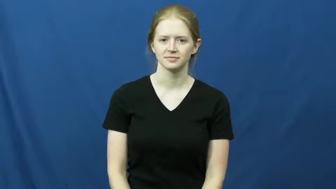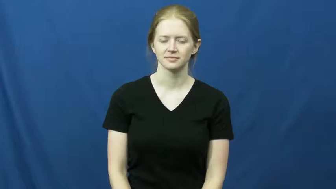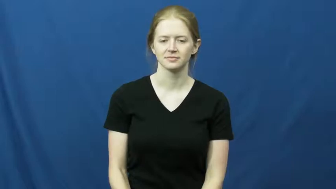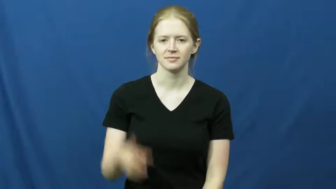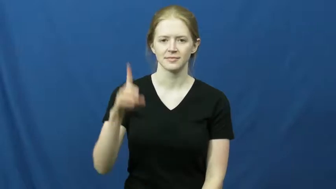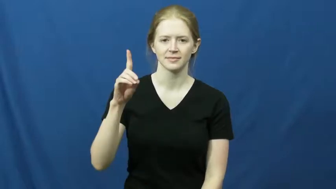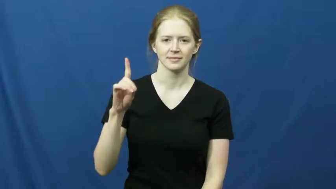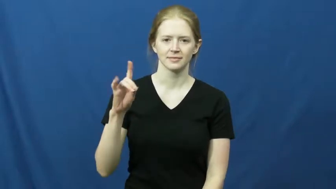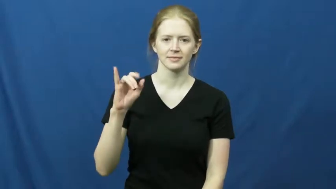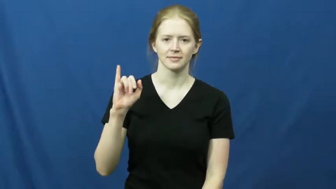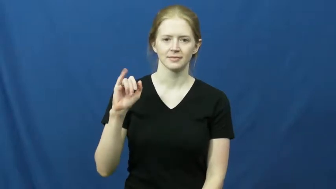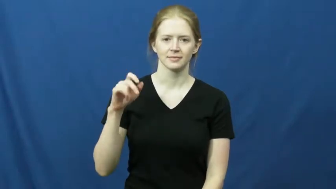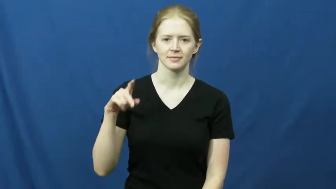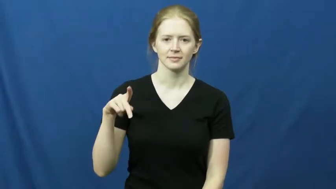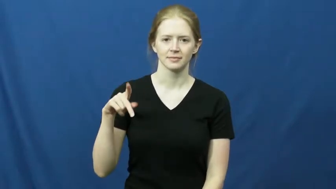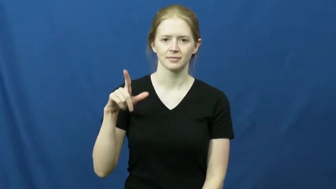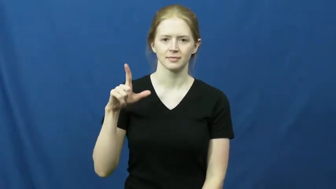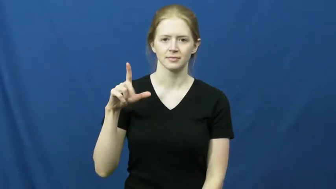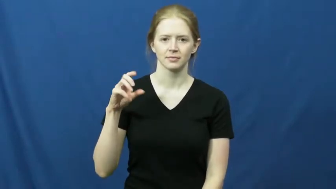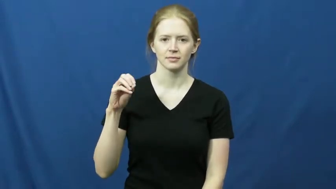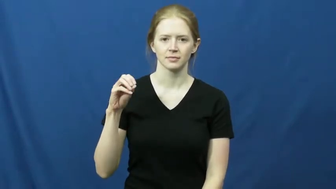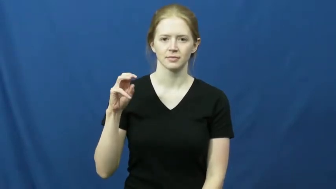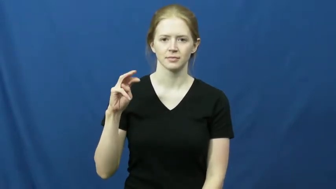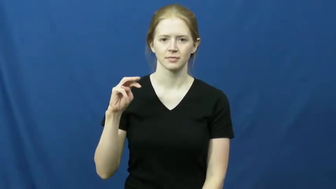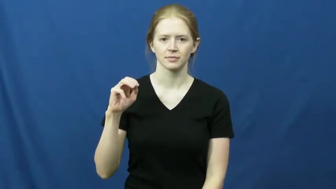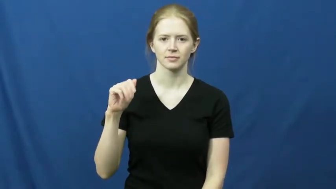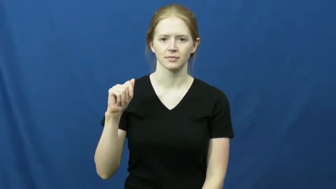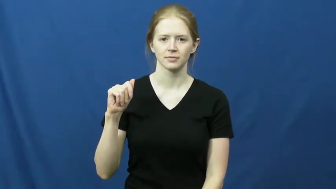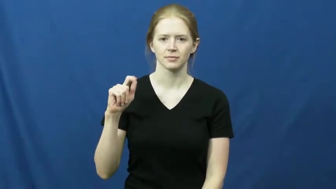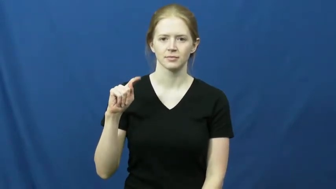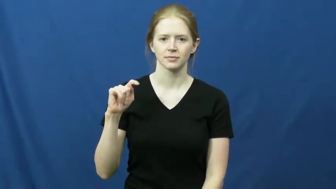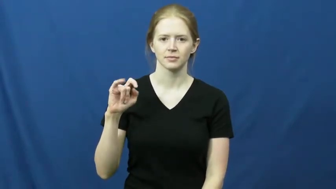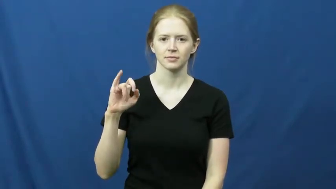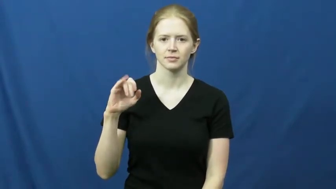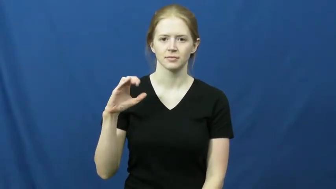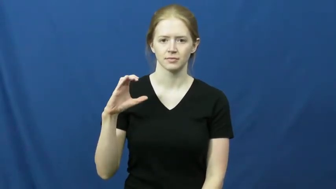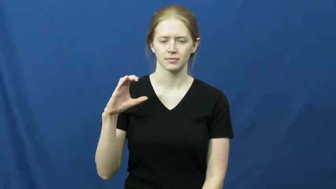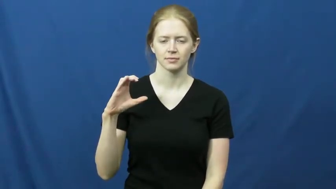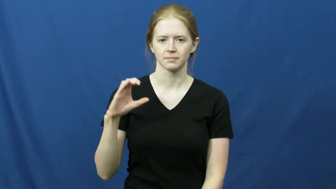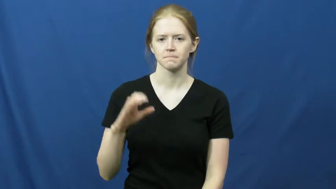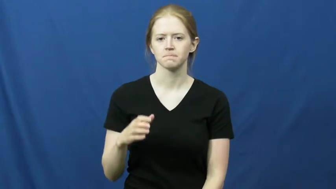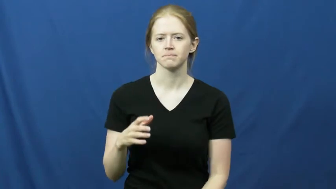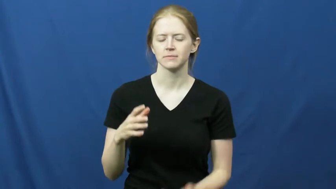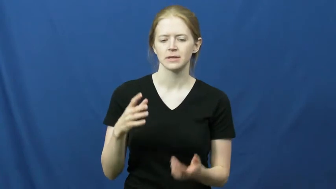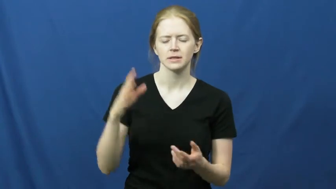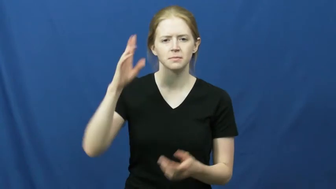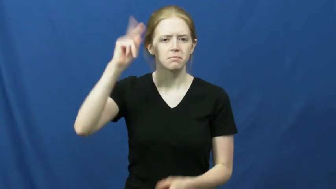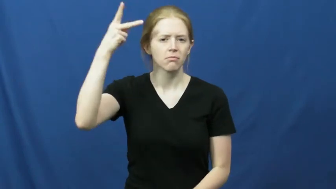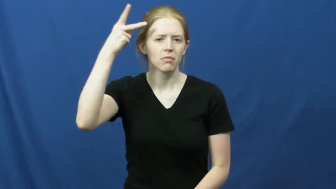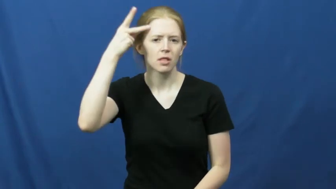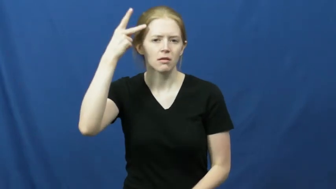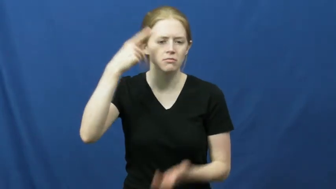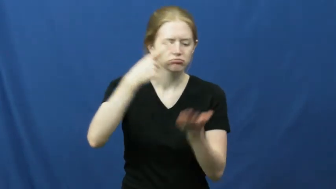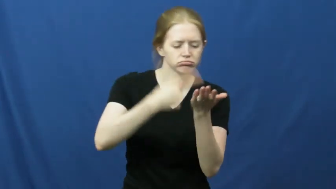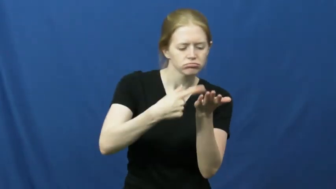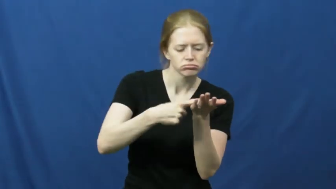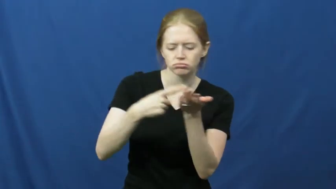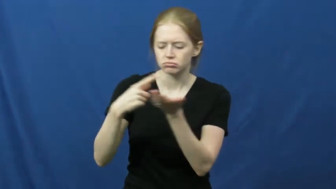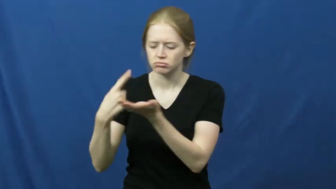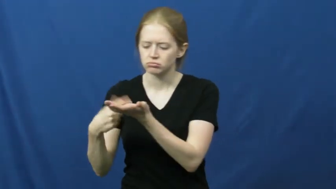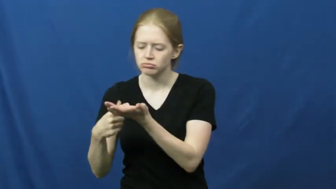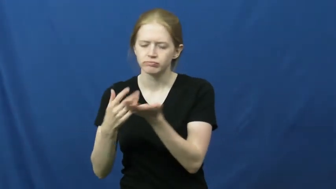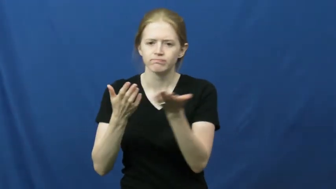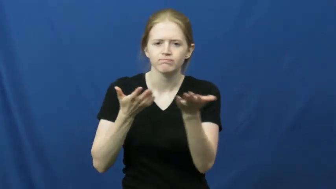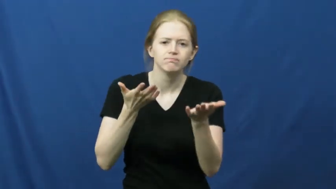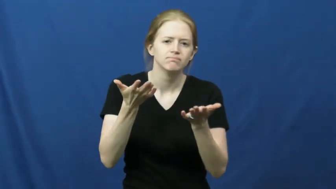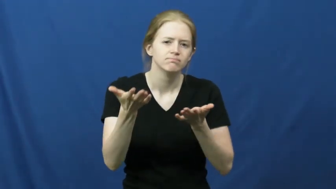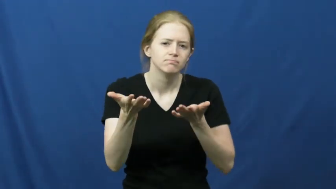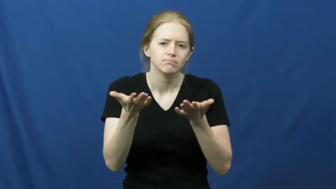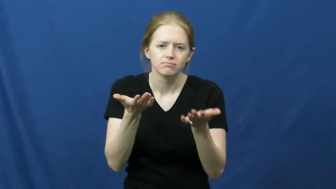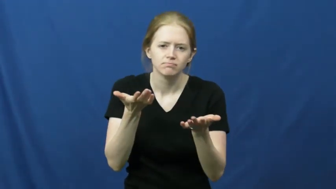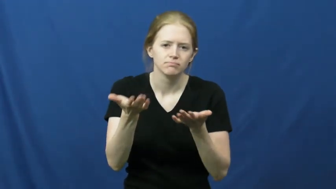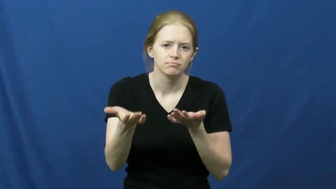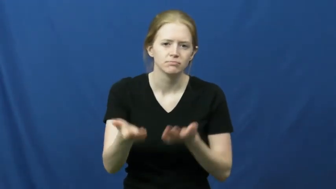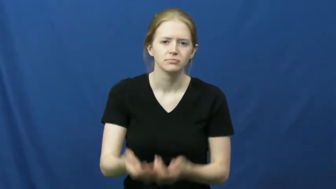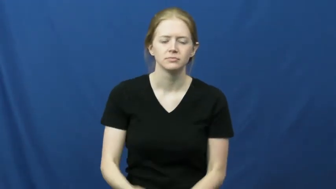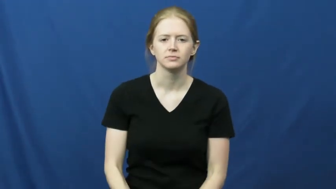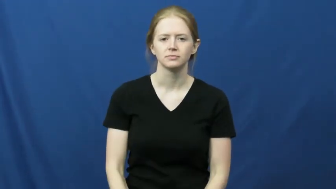diplomatic